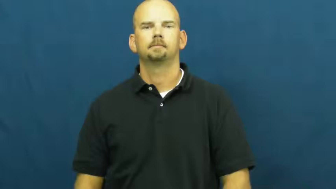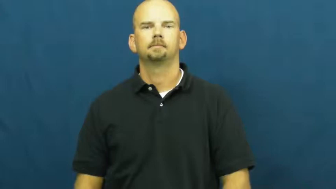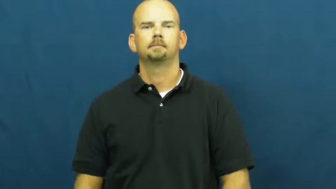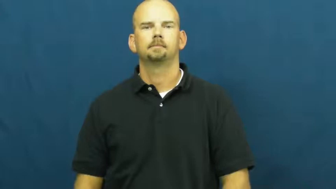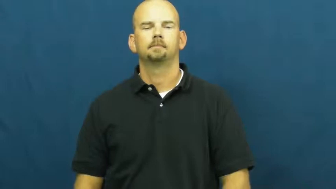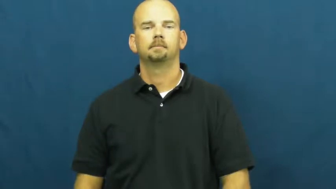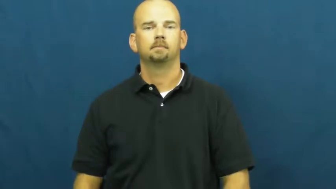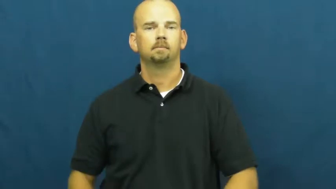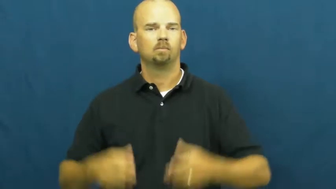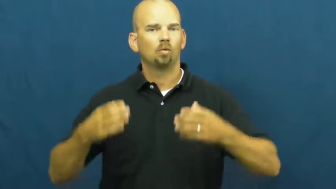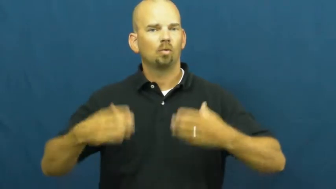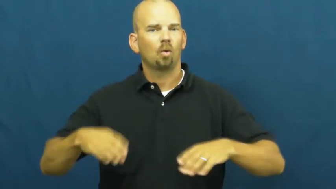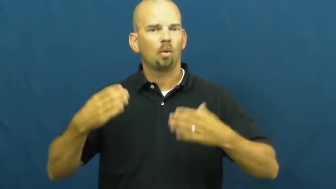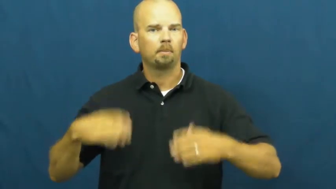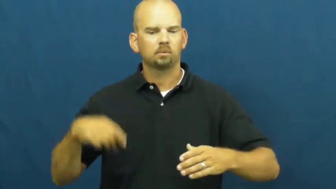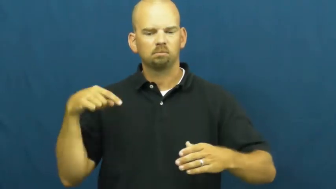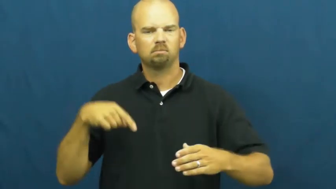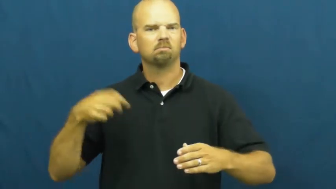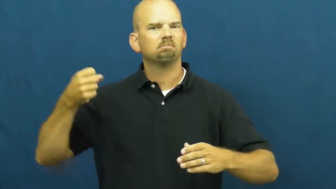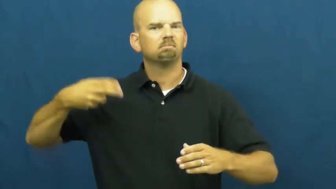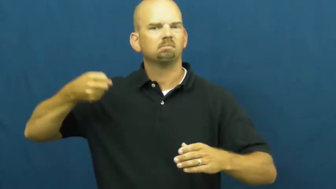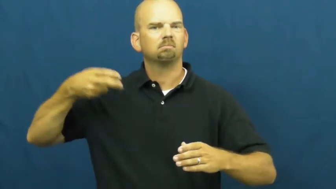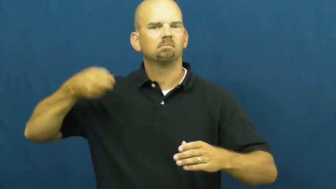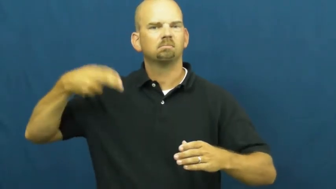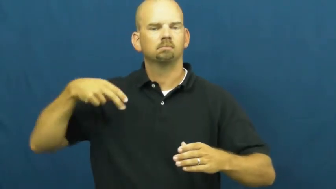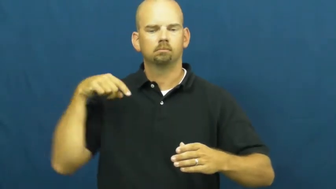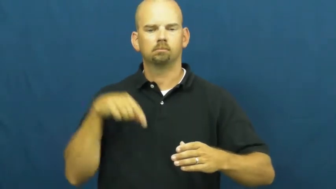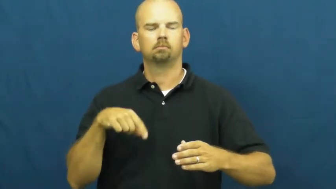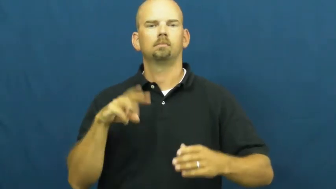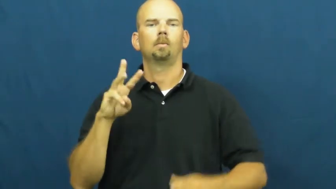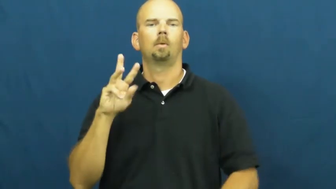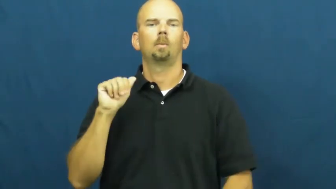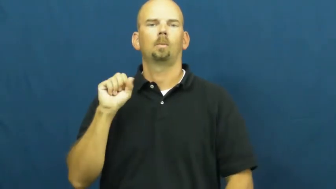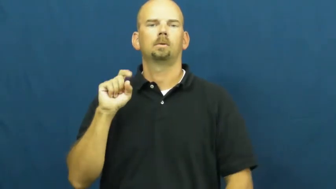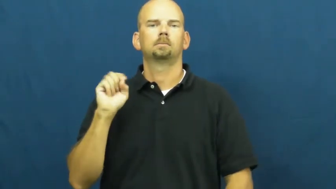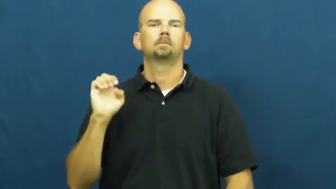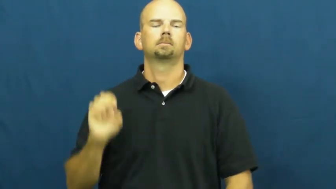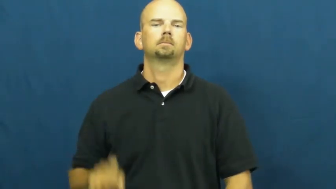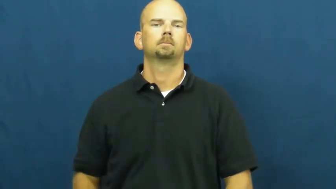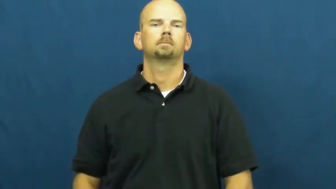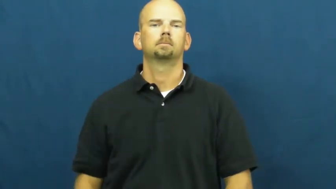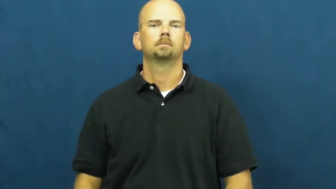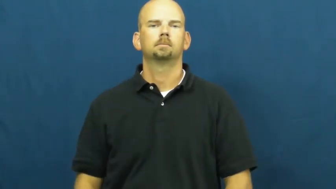waste-garbage